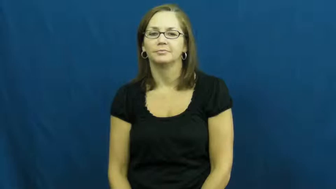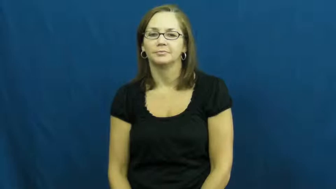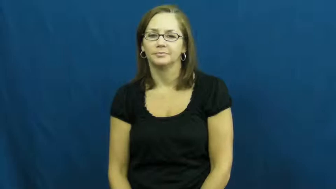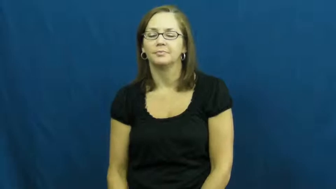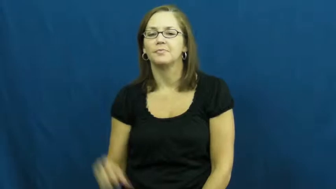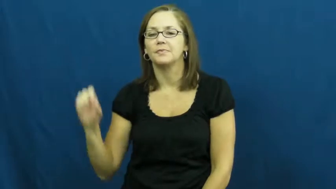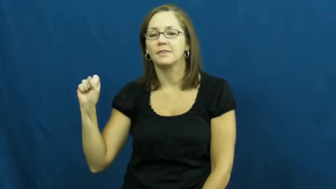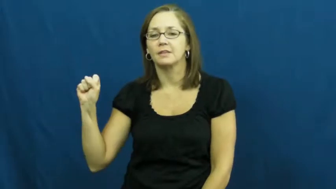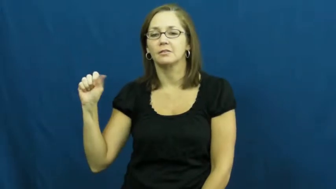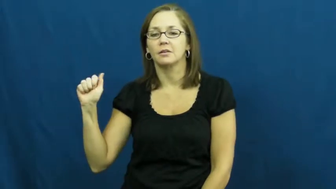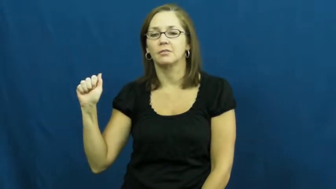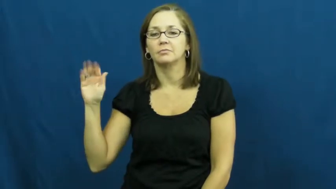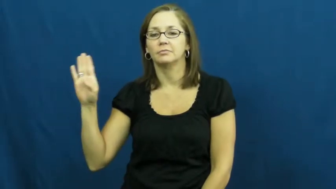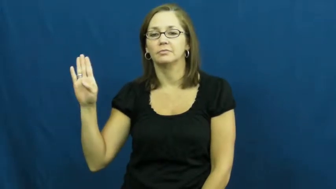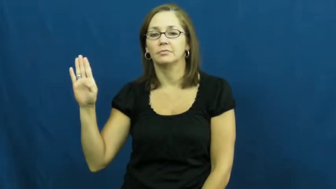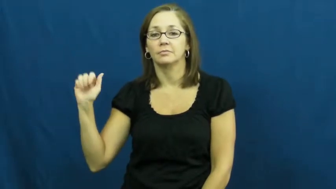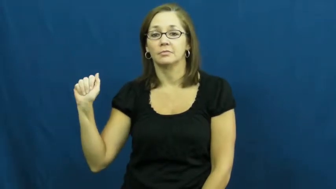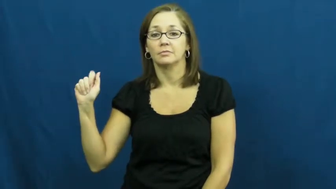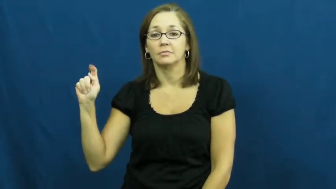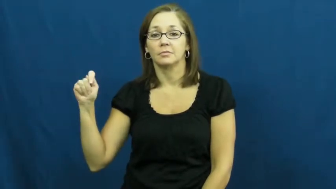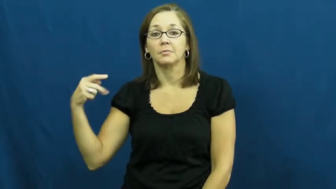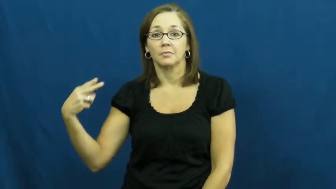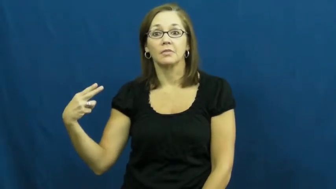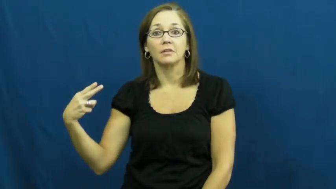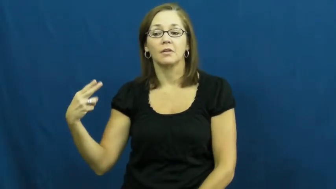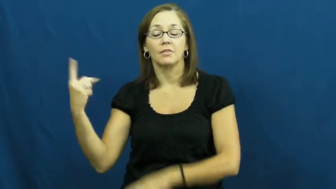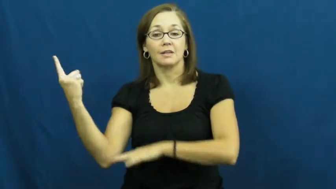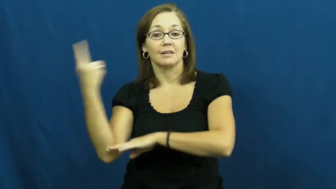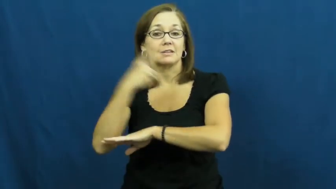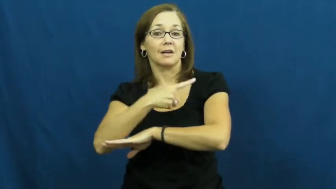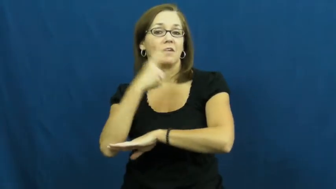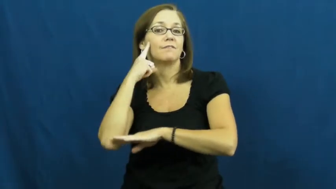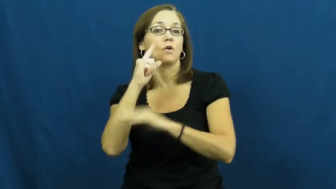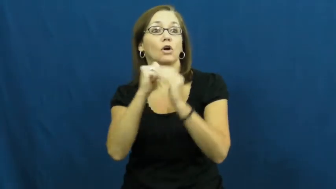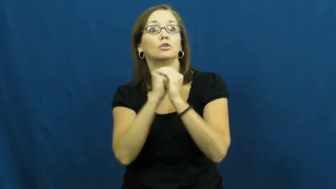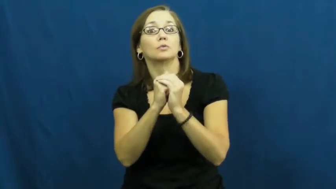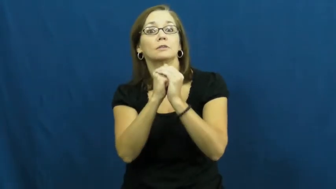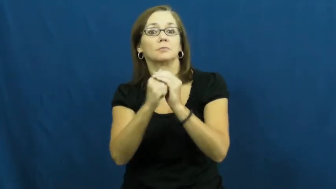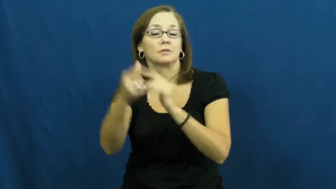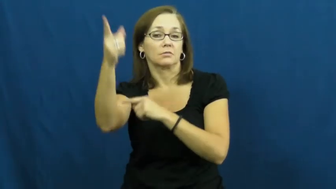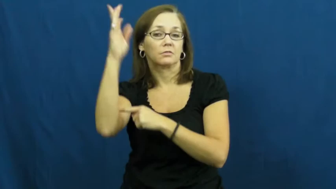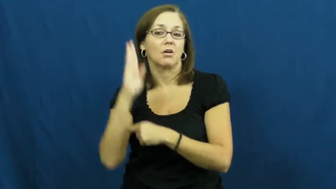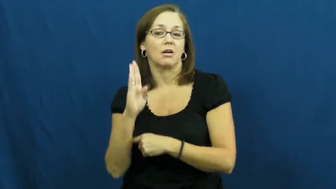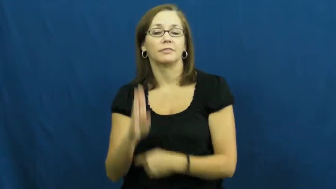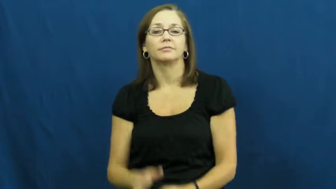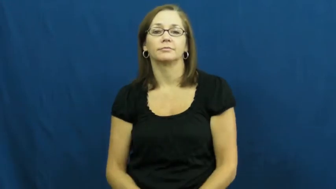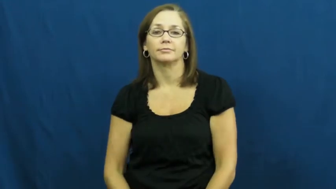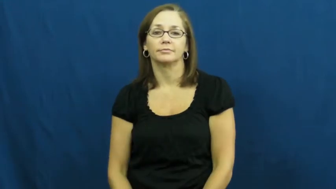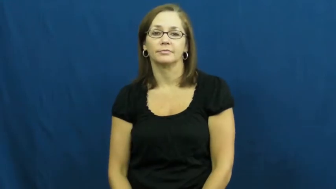sabbath